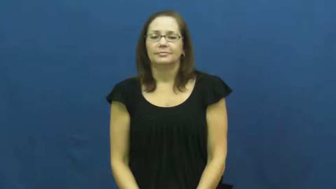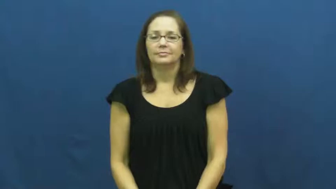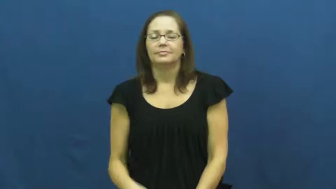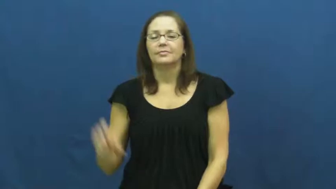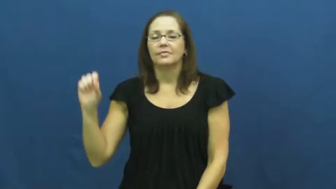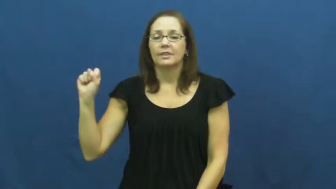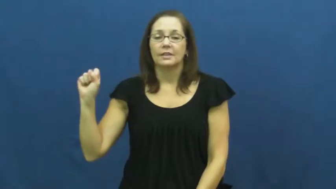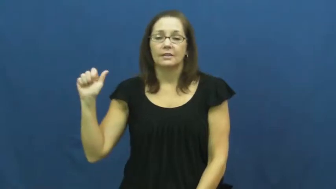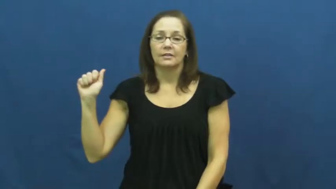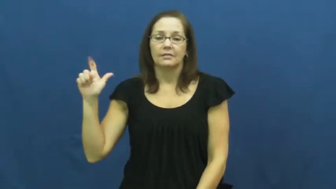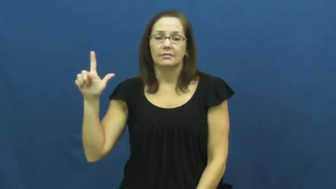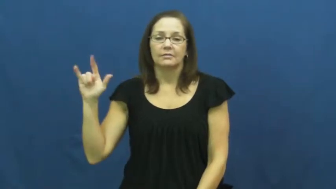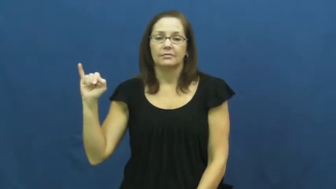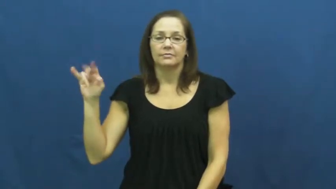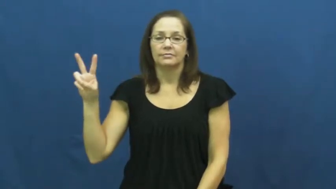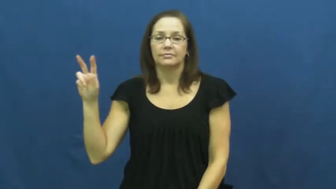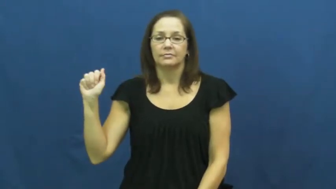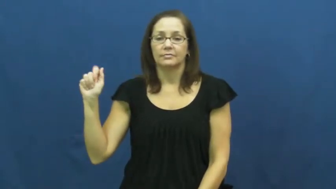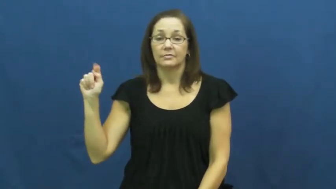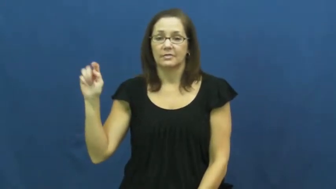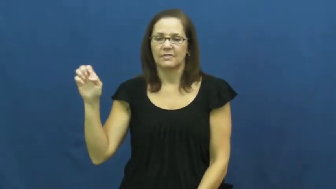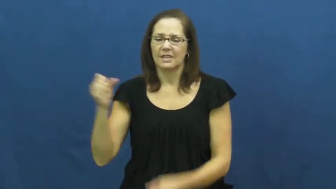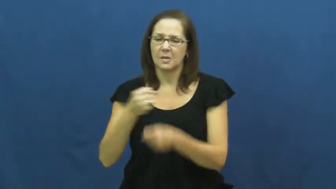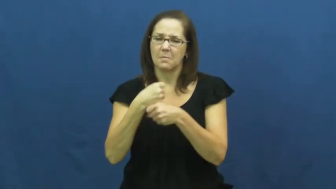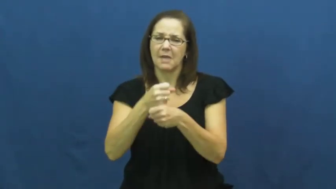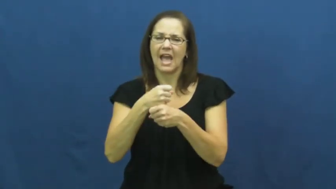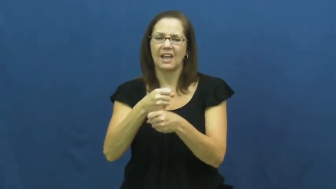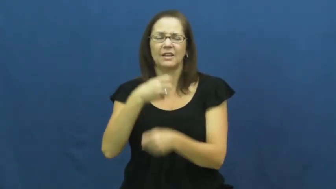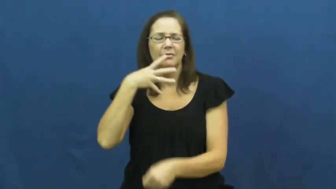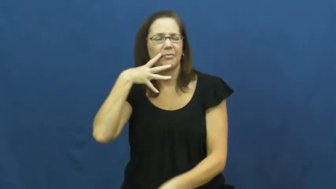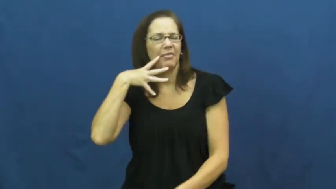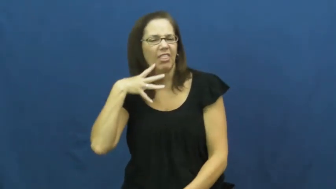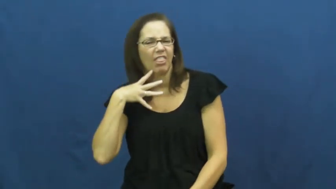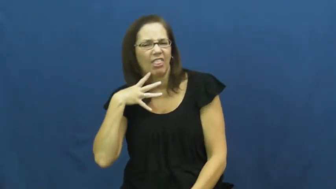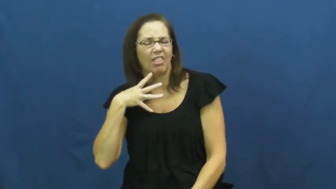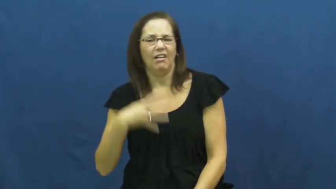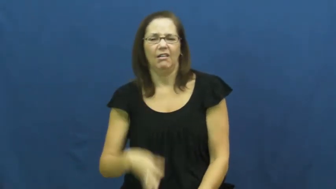salivate